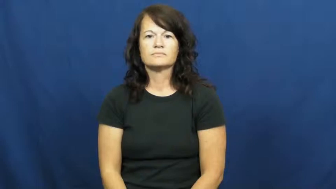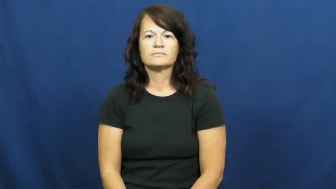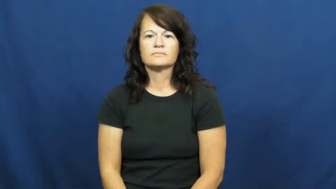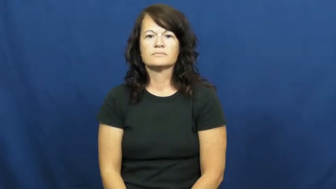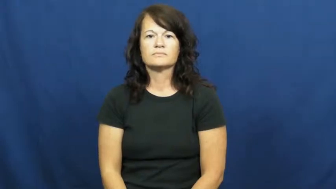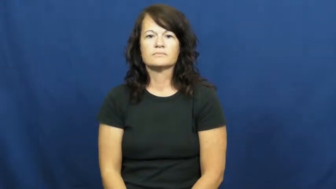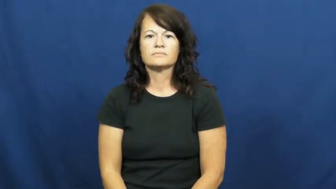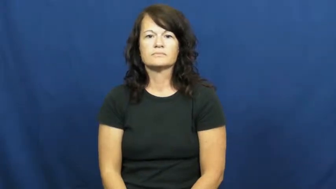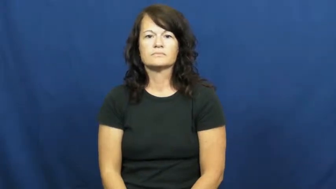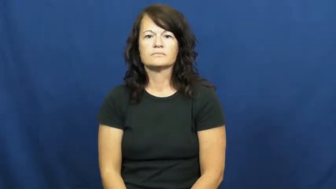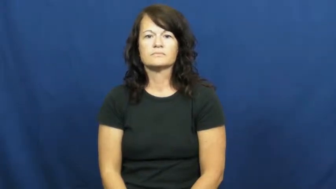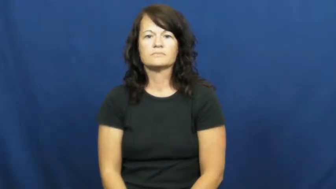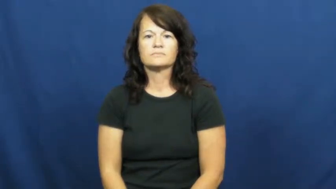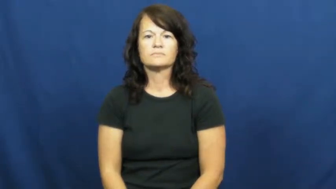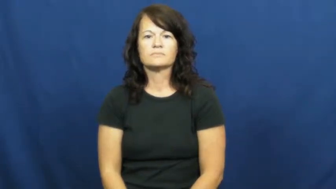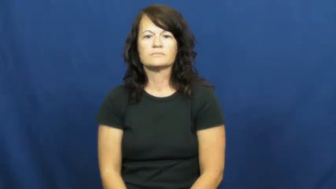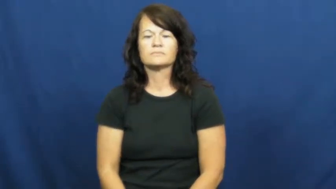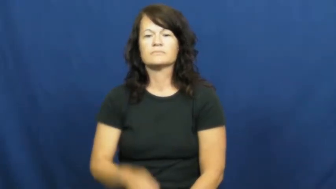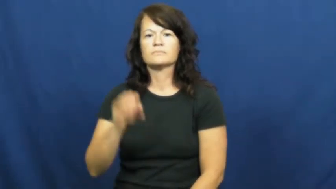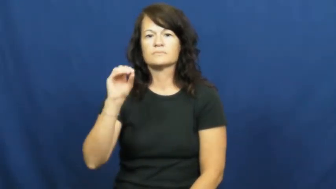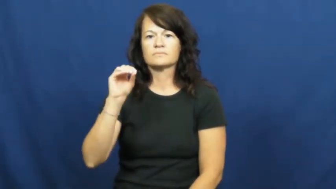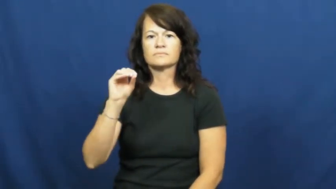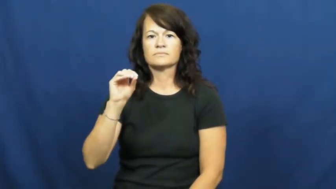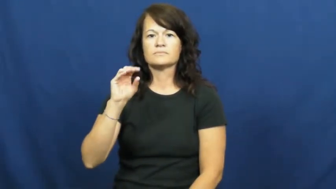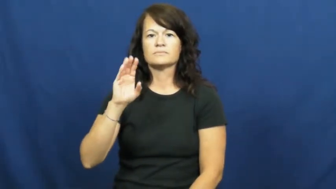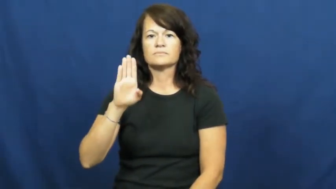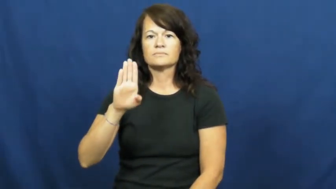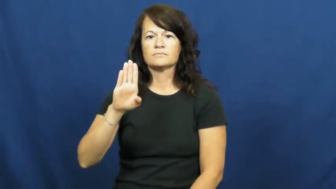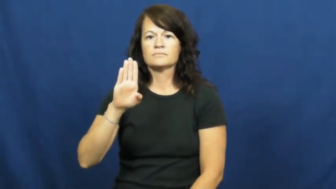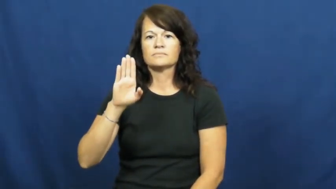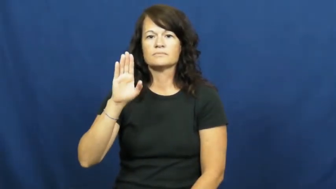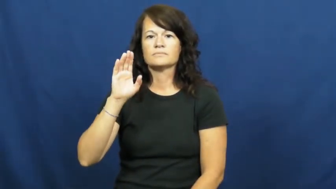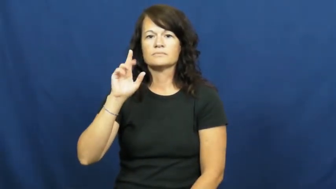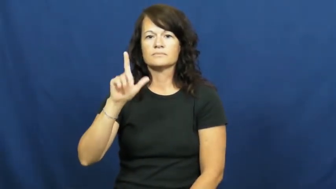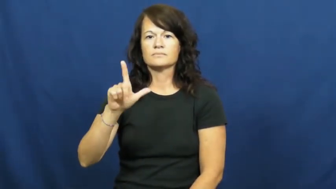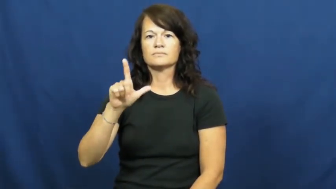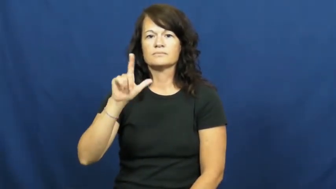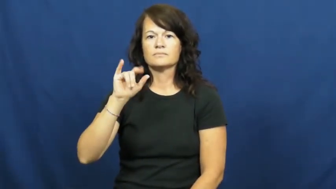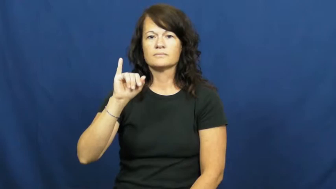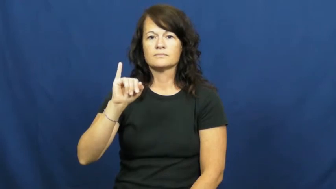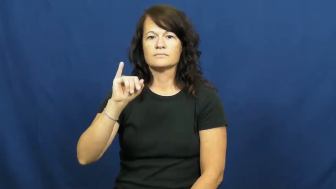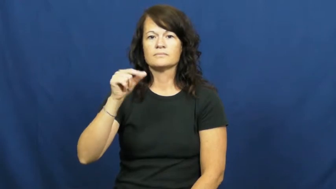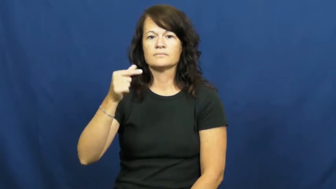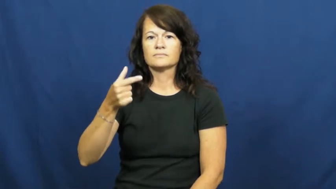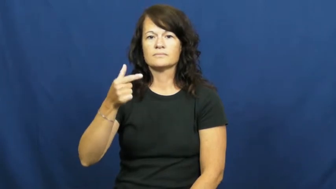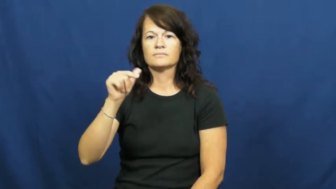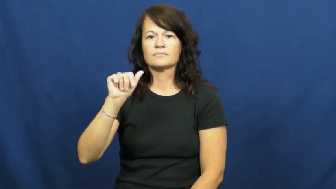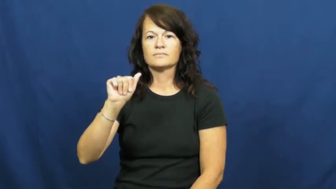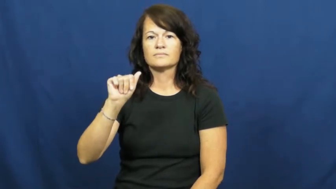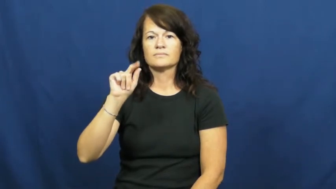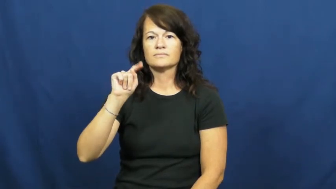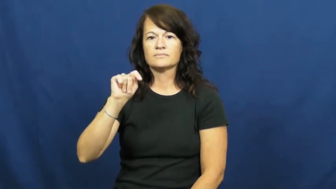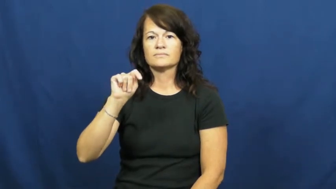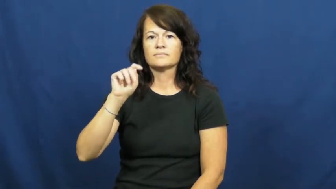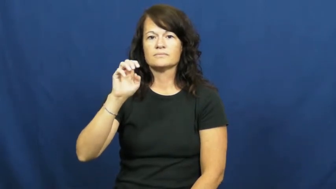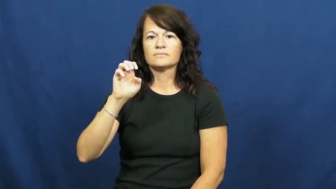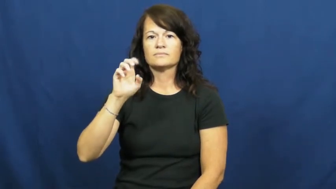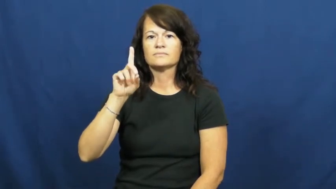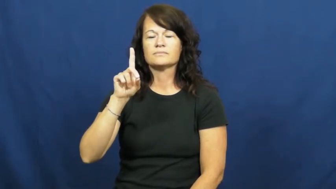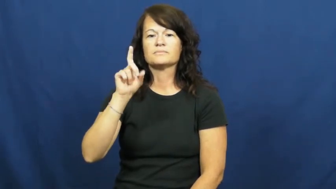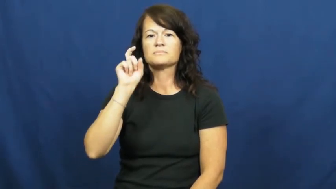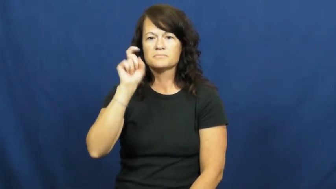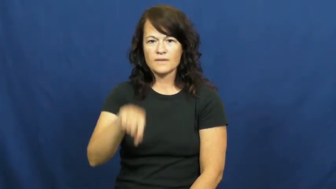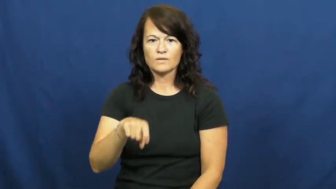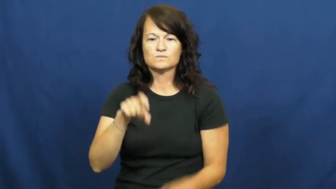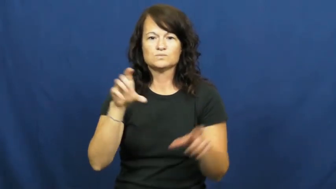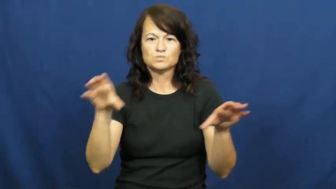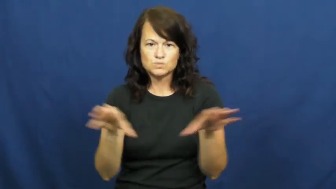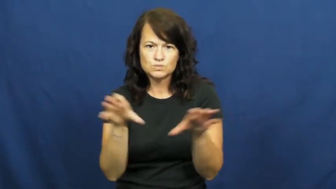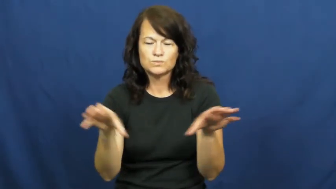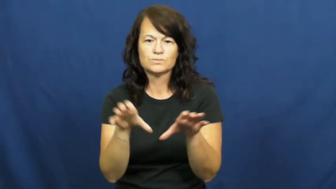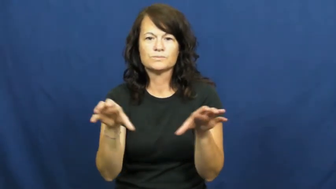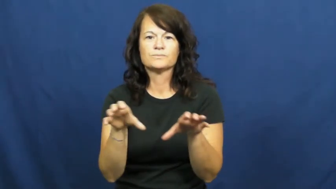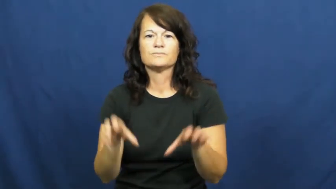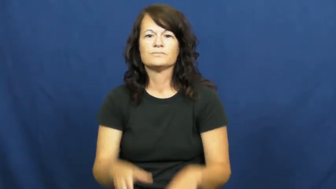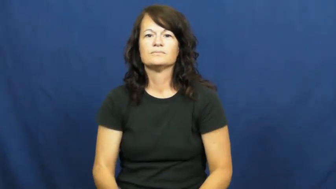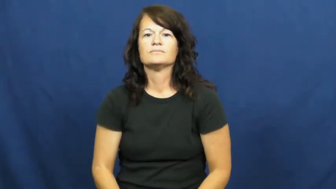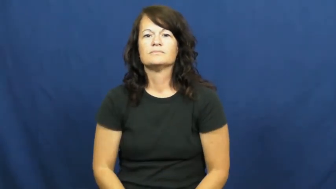obligated